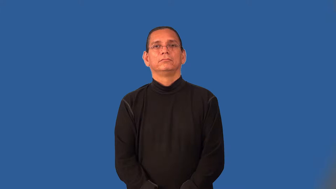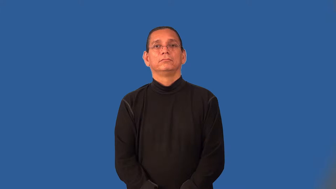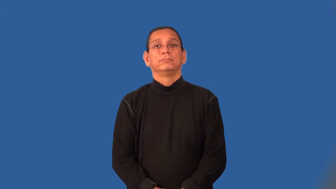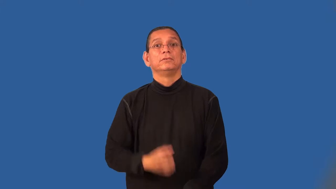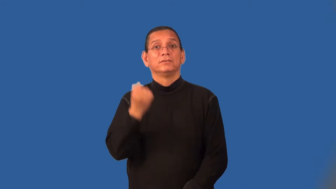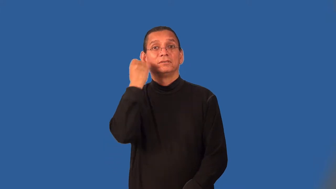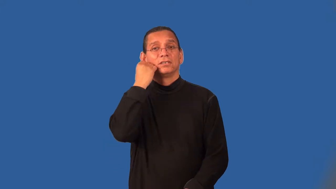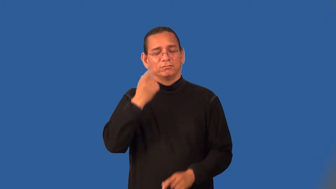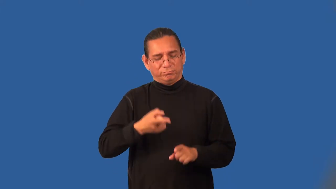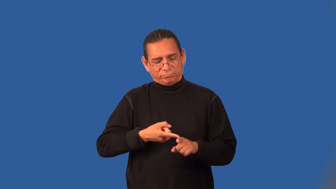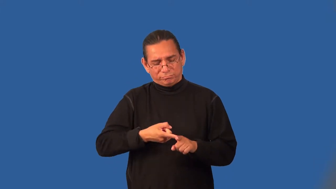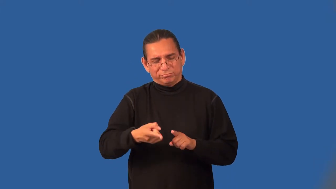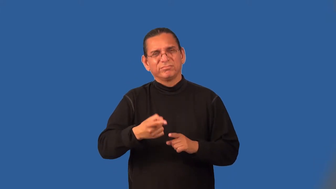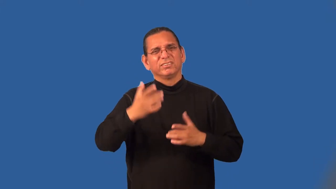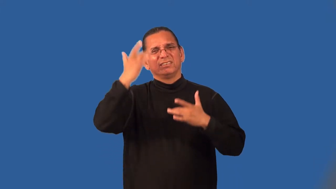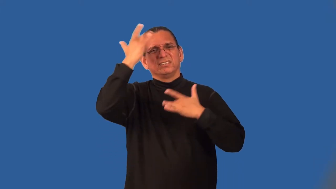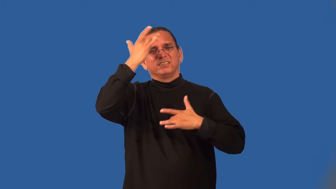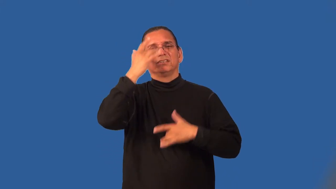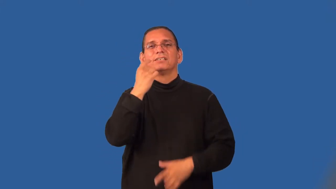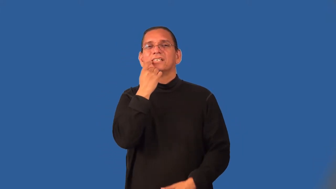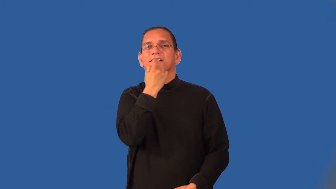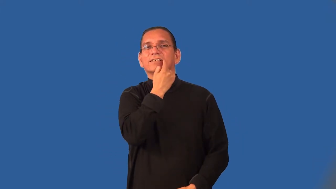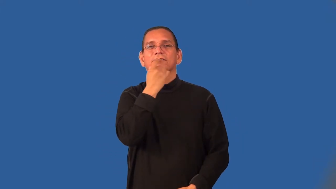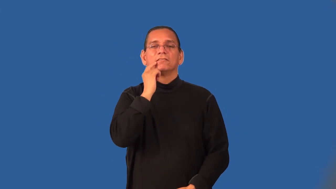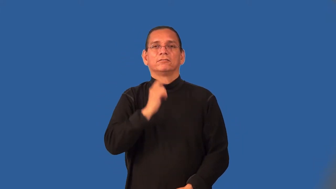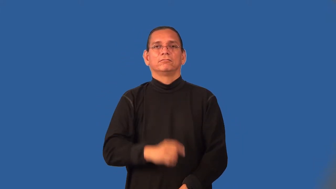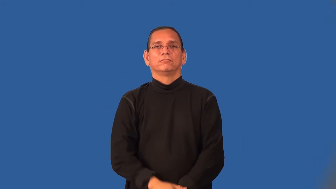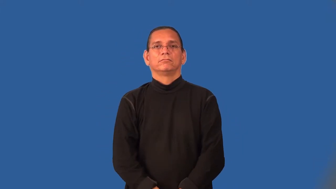periodontist